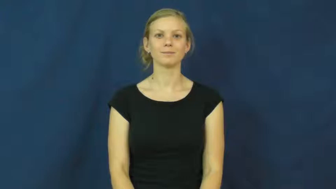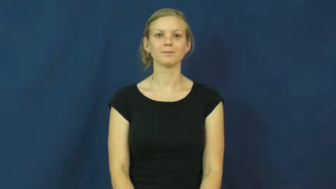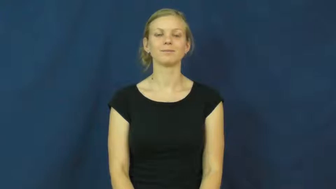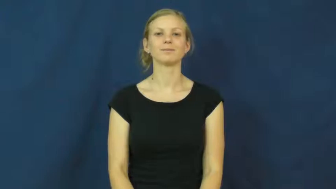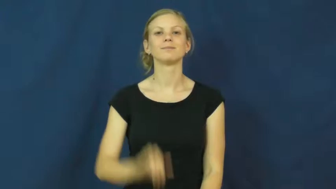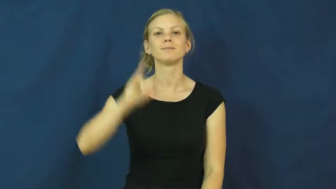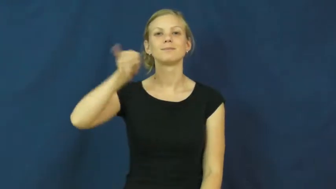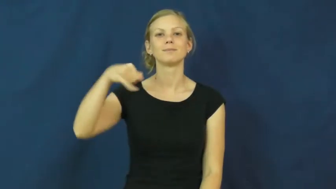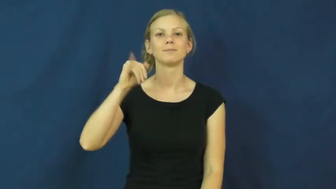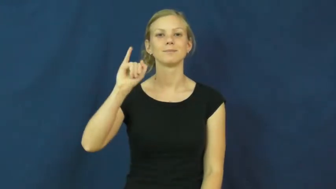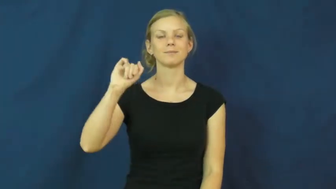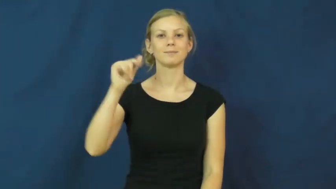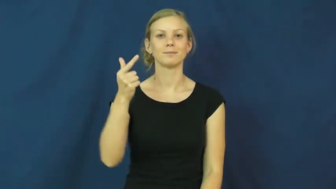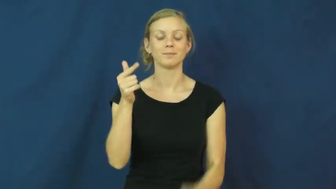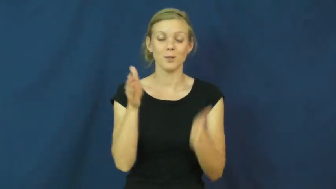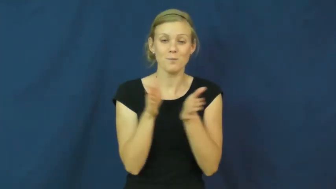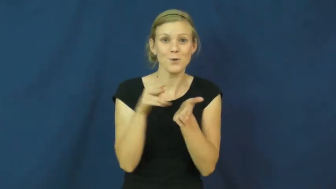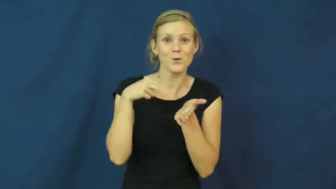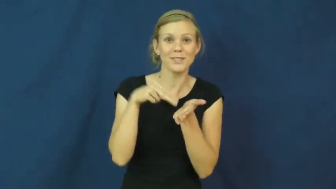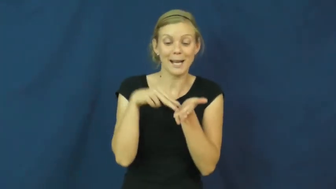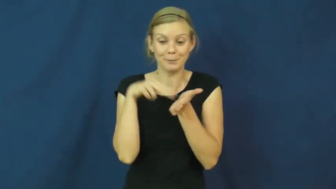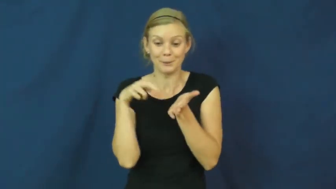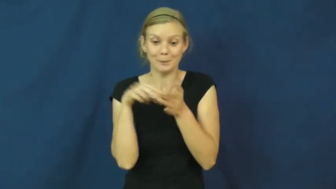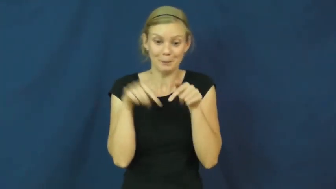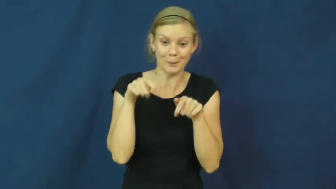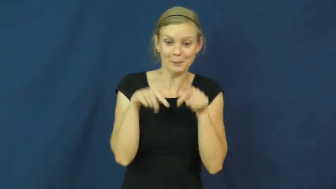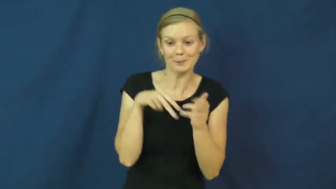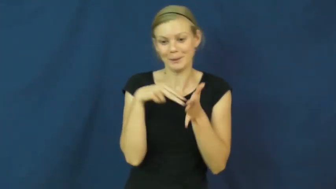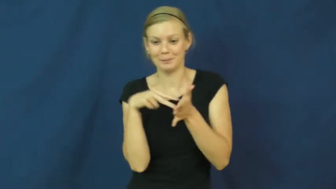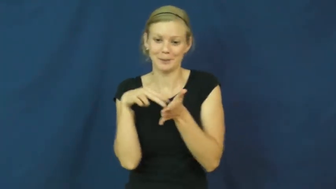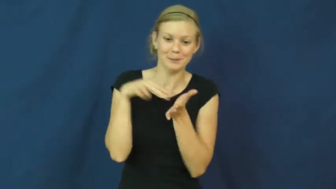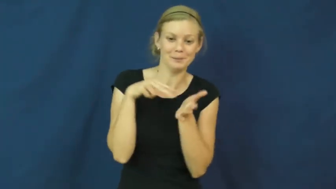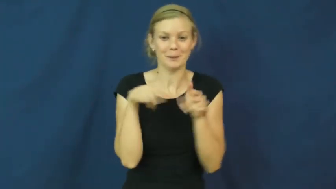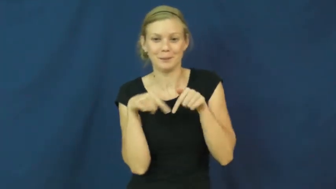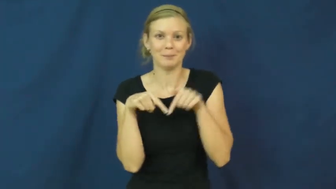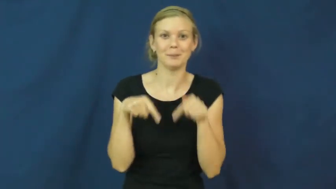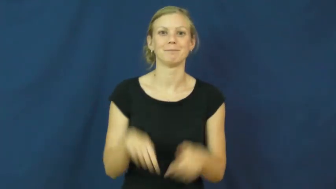jig-dance